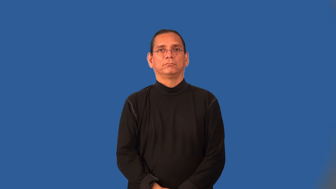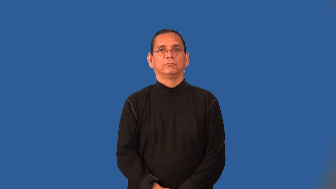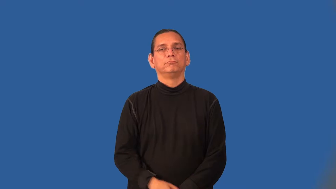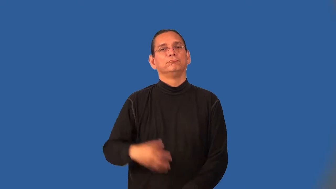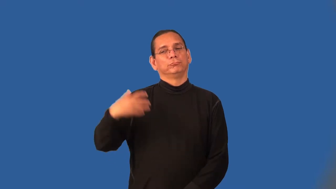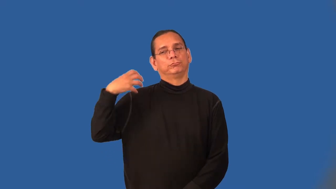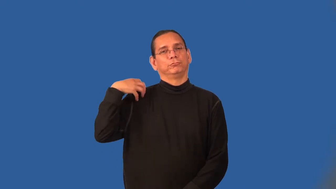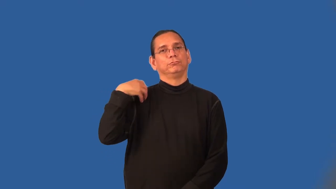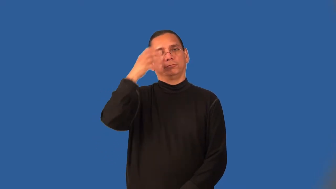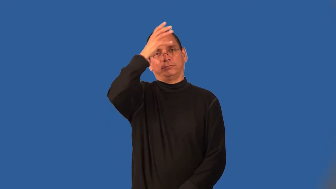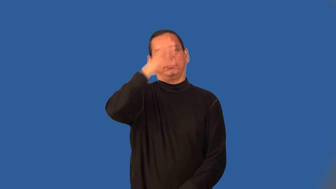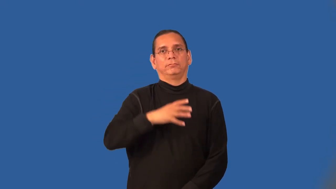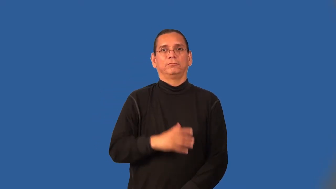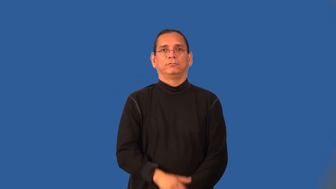bossman